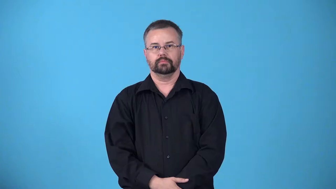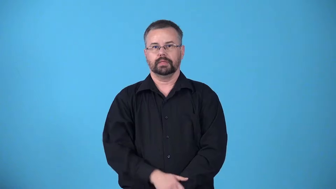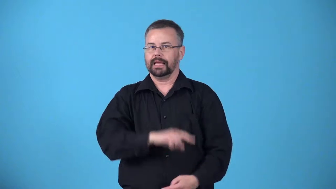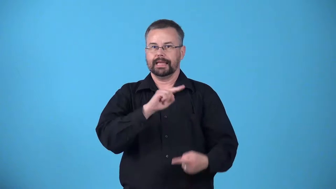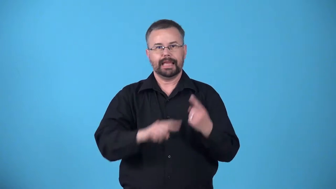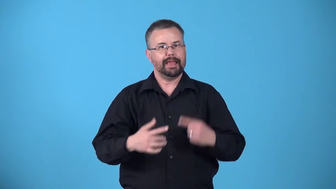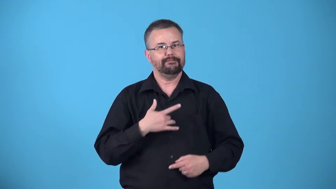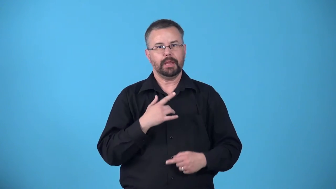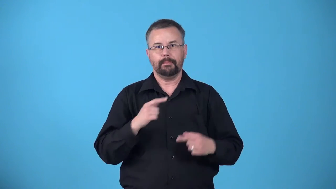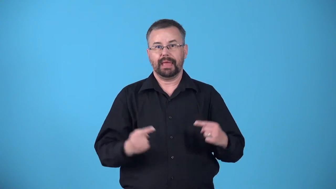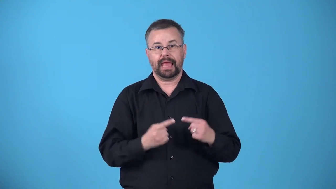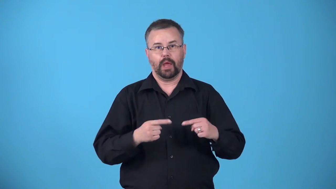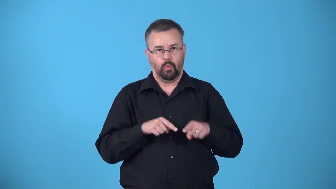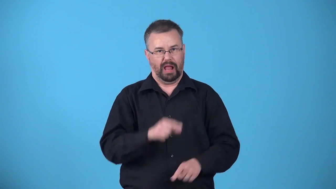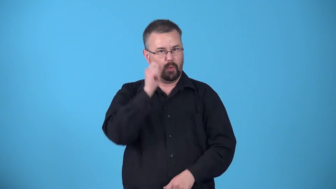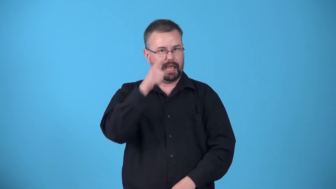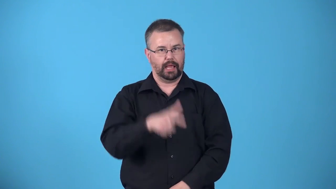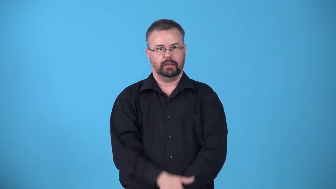analgesia-unable to feel pain while awake